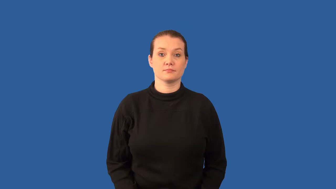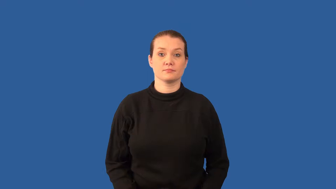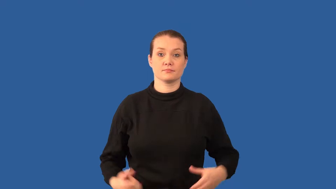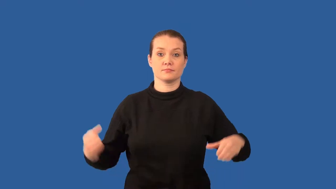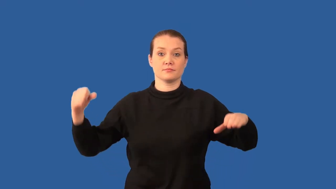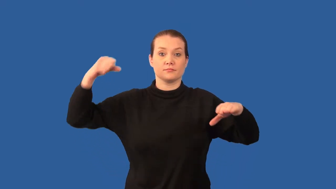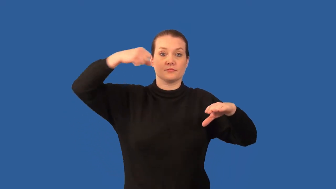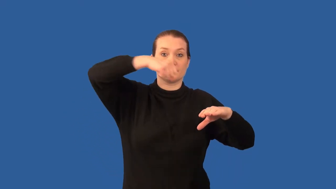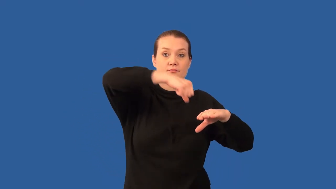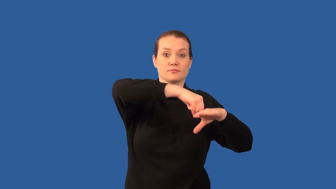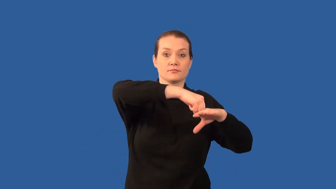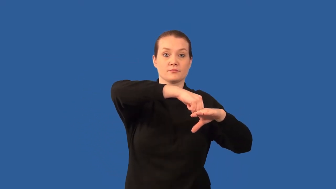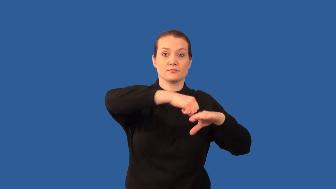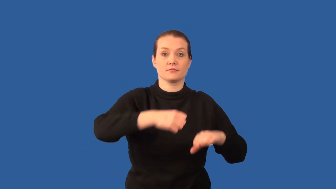meteorite